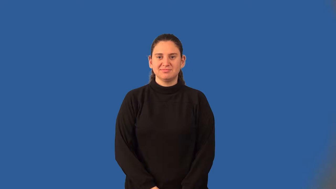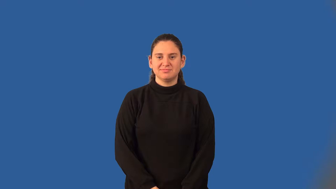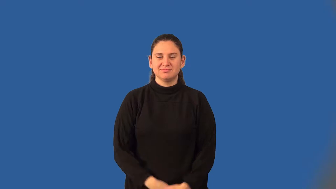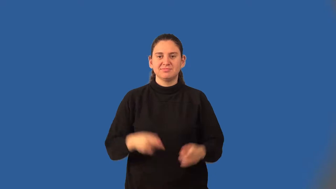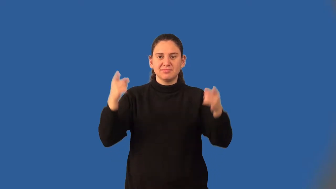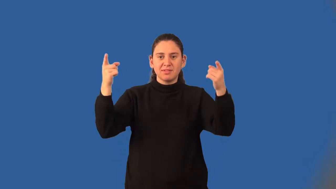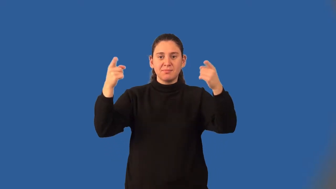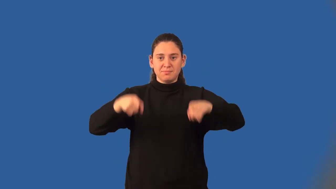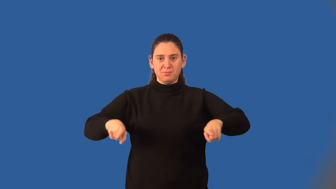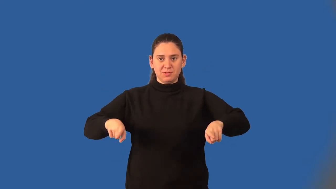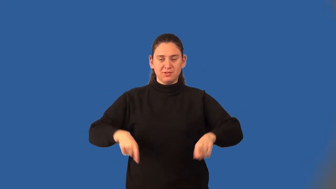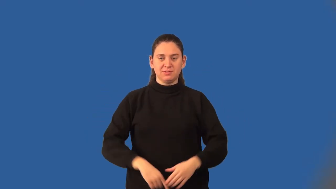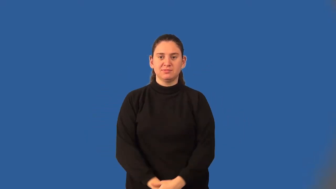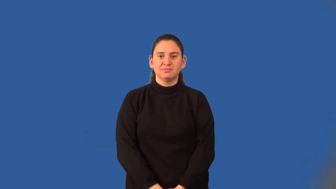hyperbola